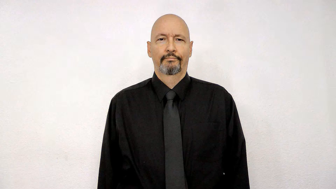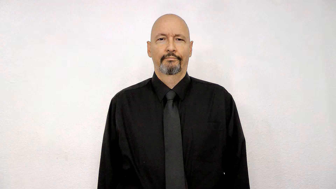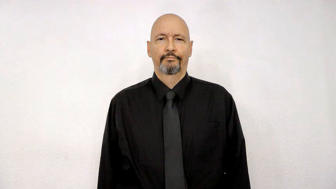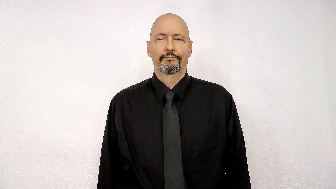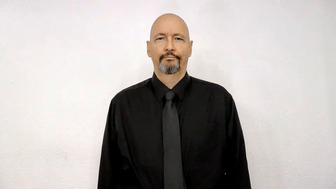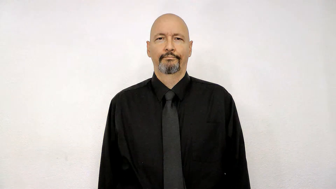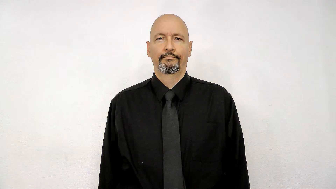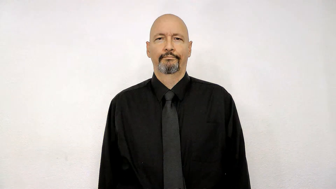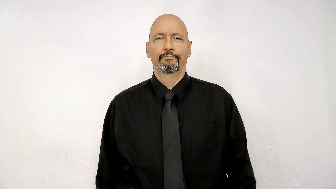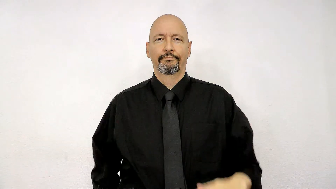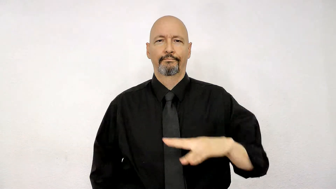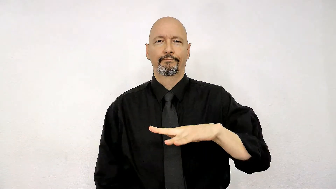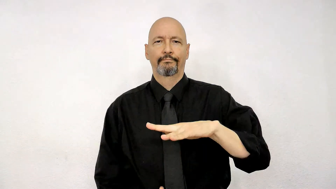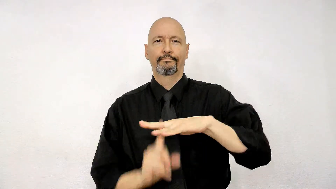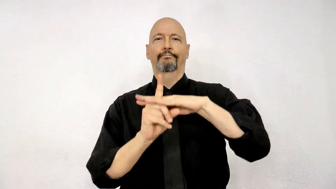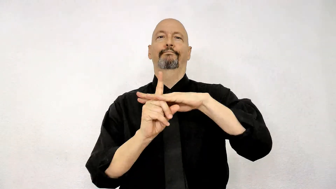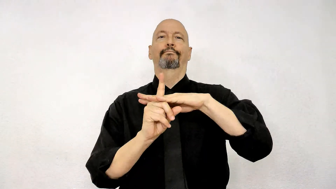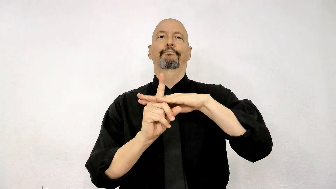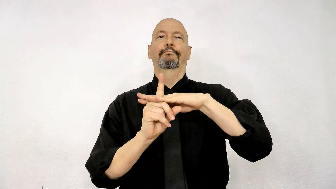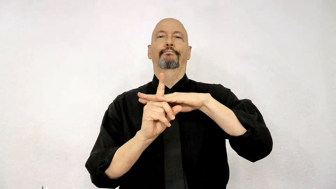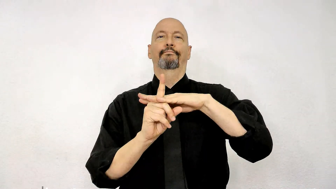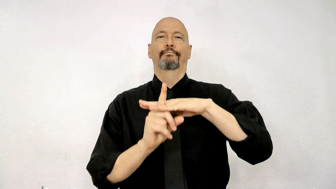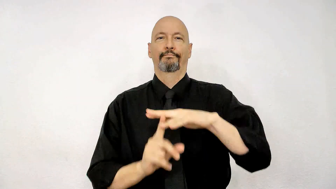pop up show up